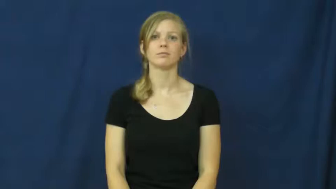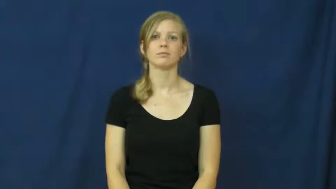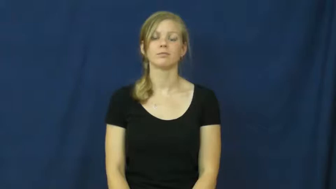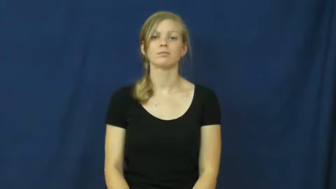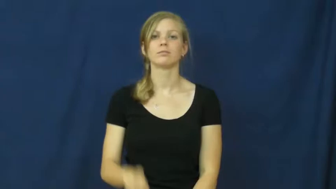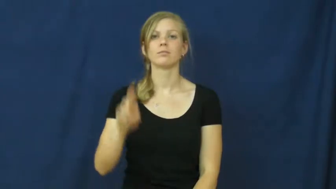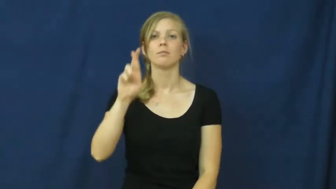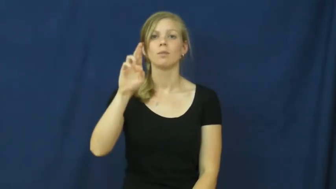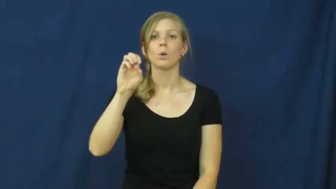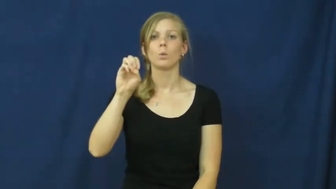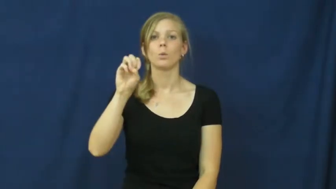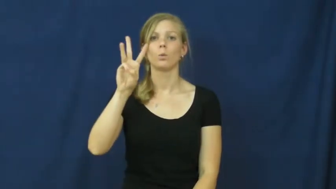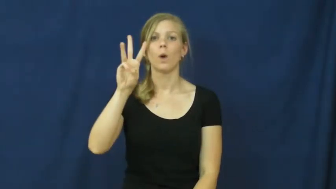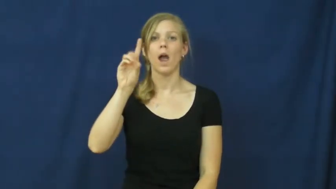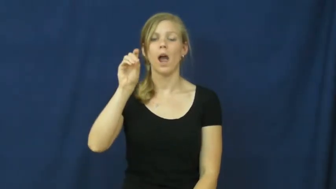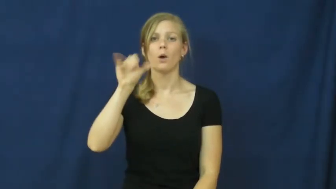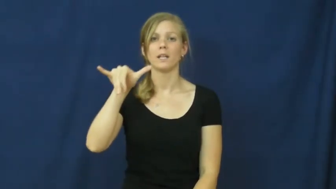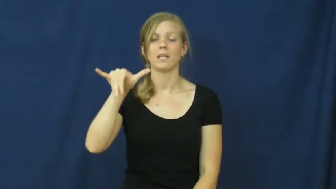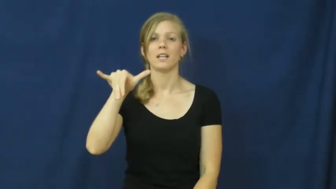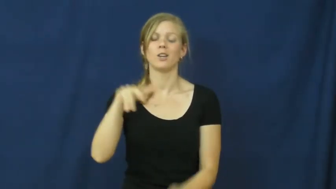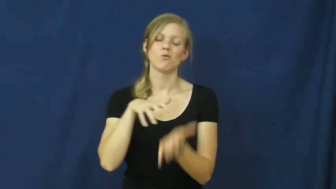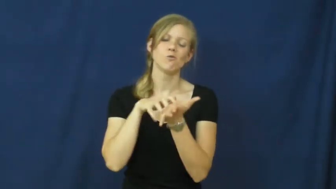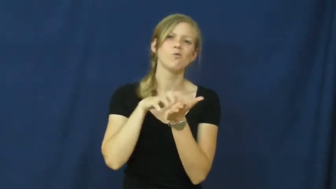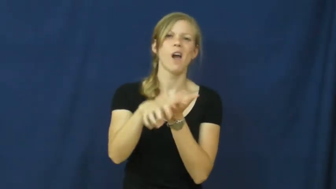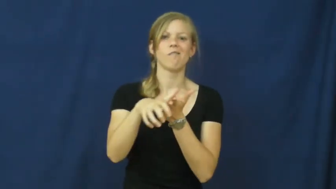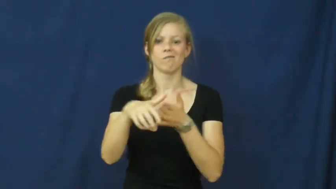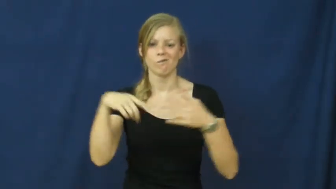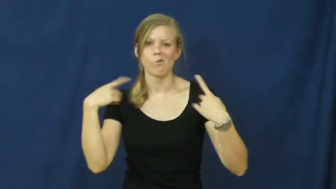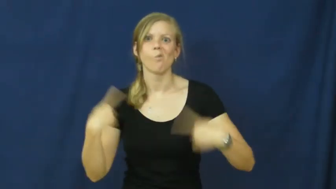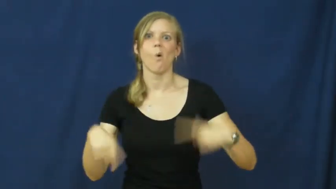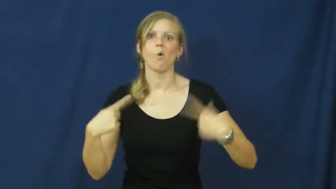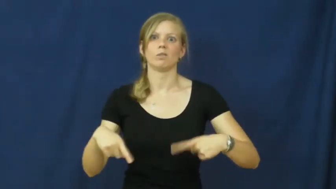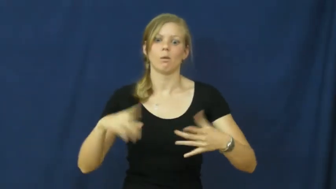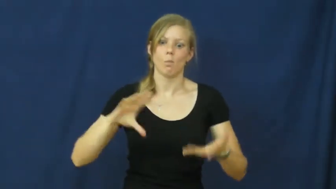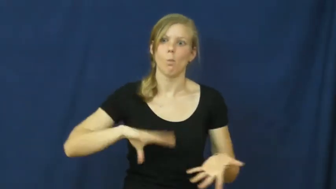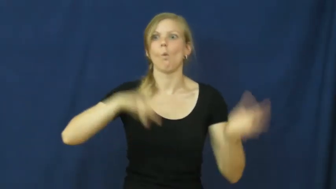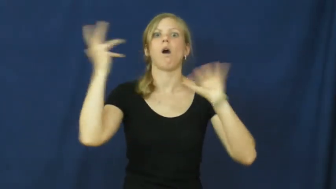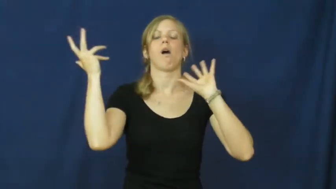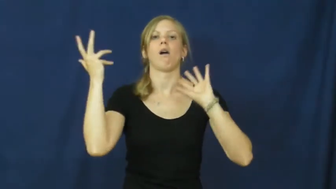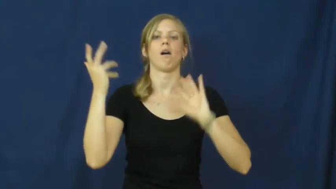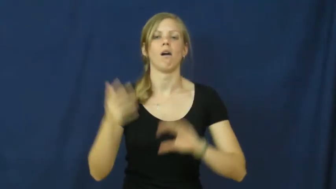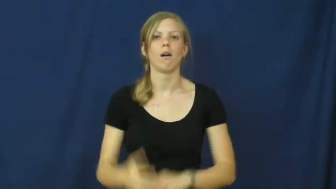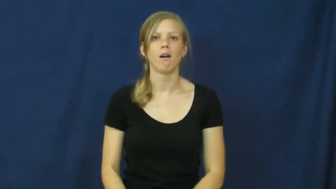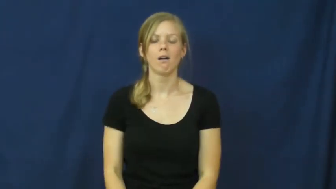rowdy